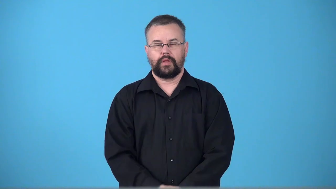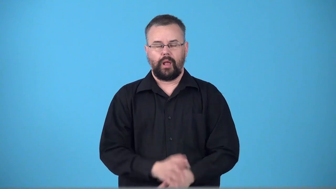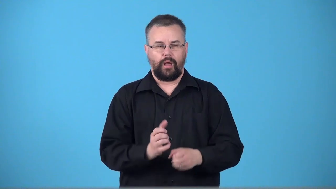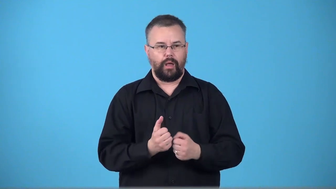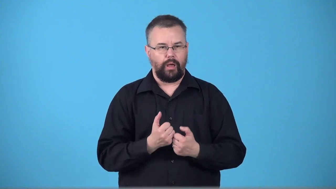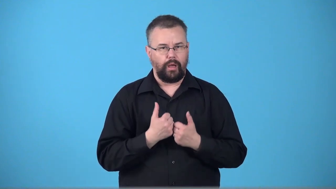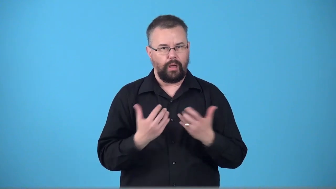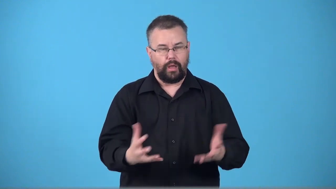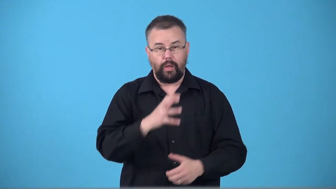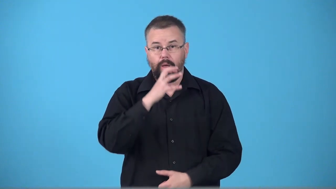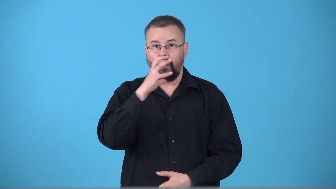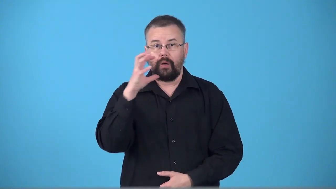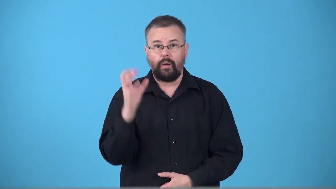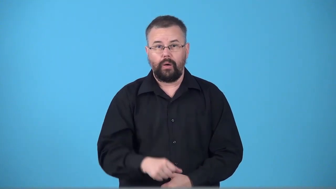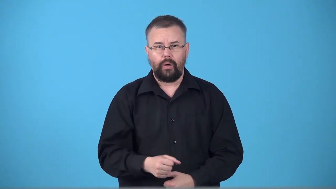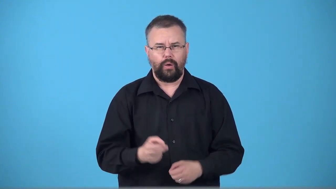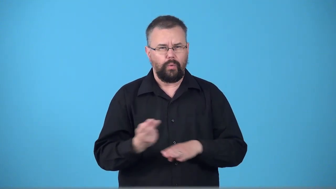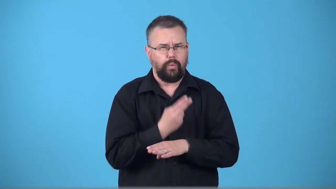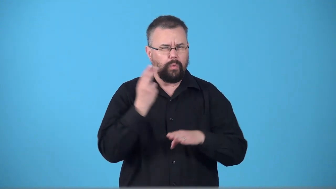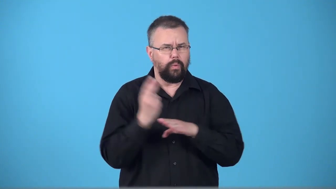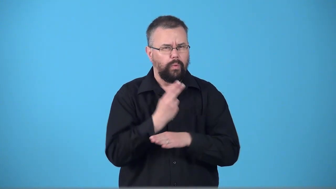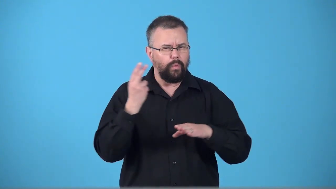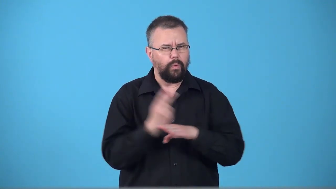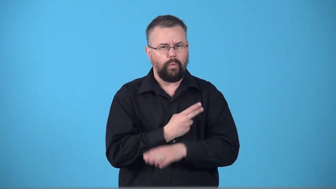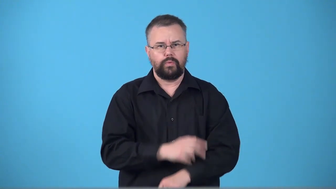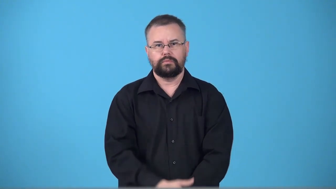timeworn